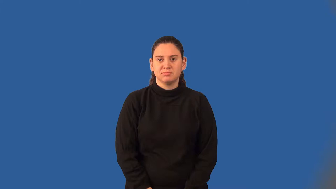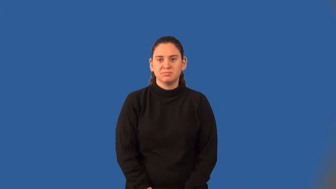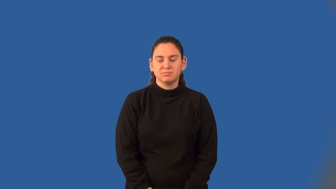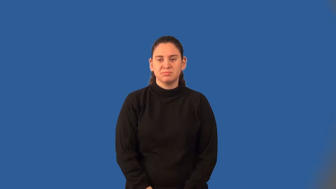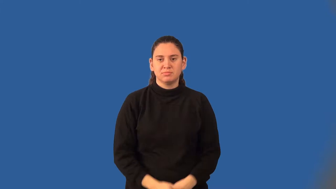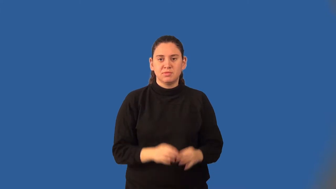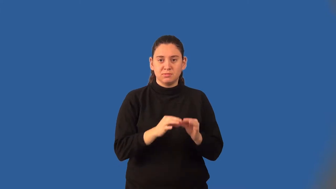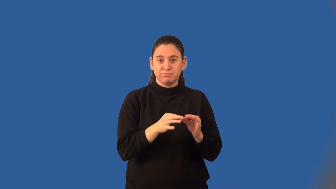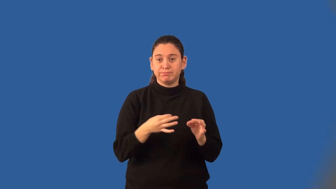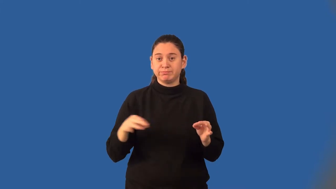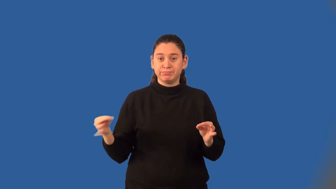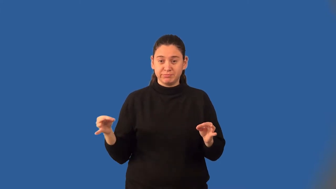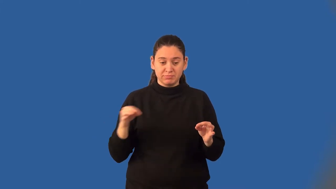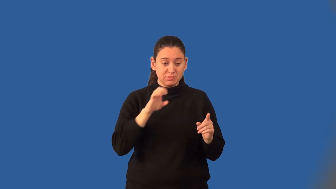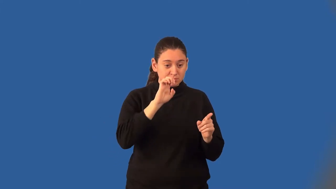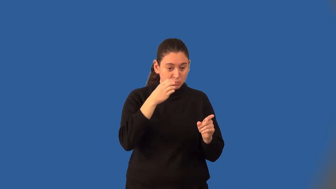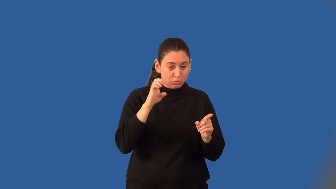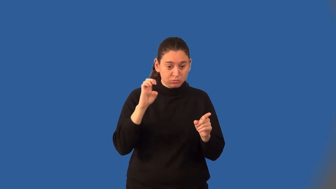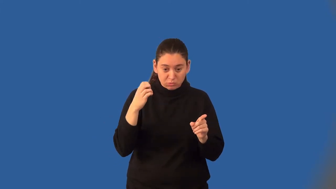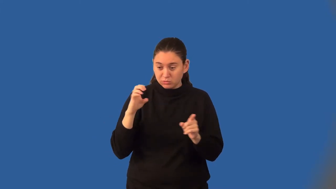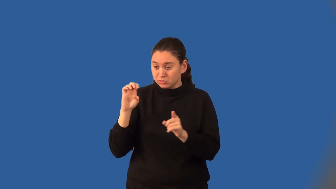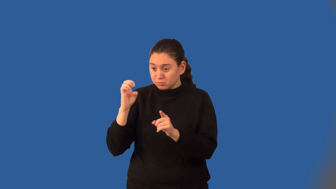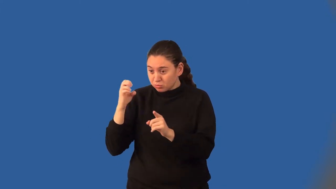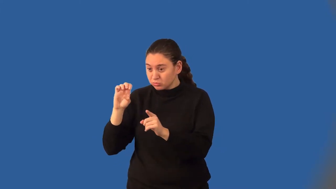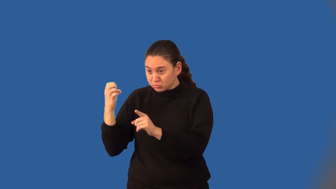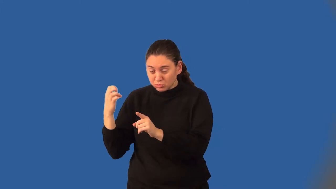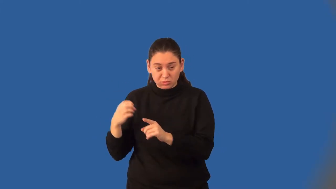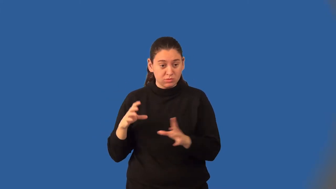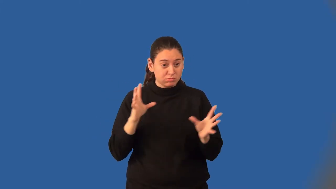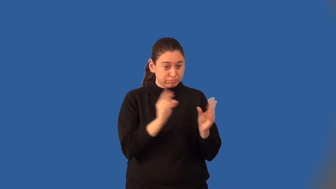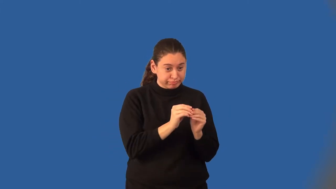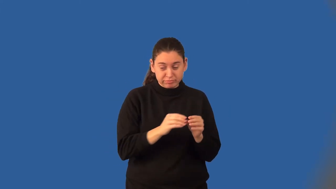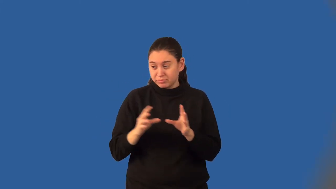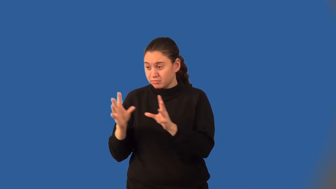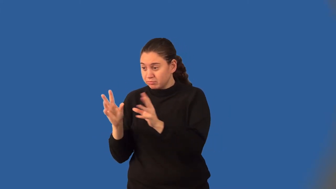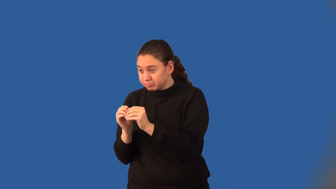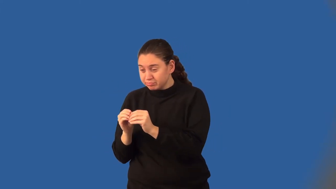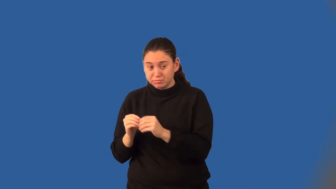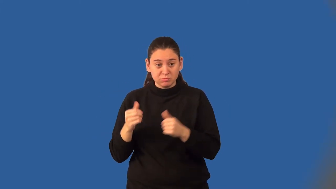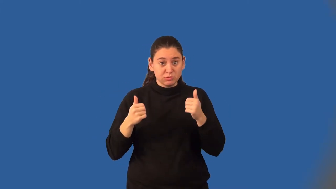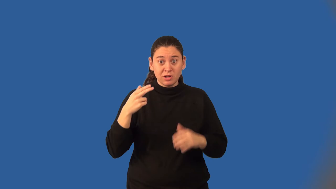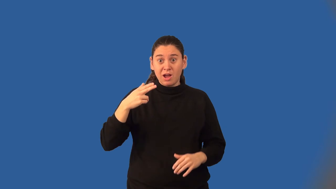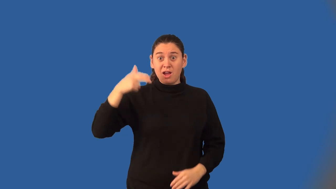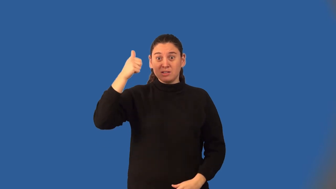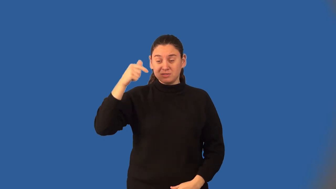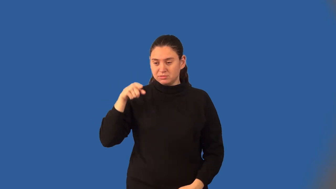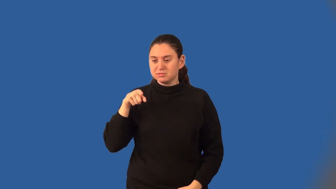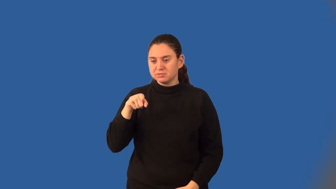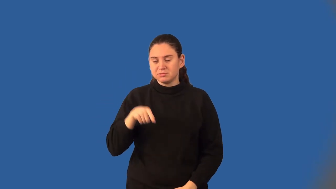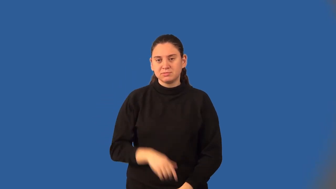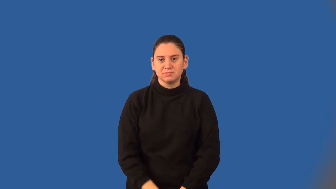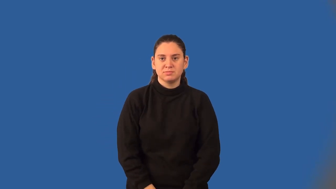degree of a polynomial